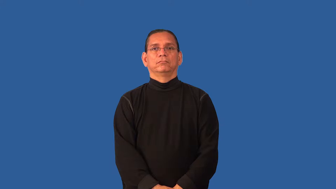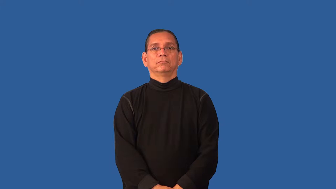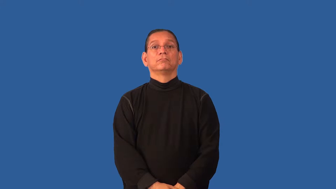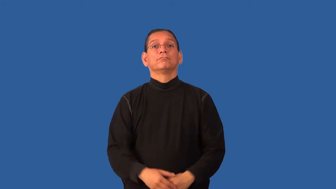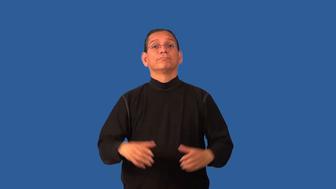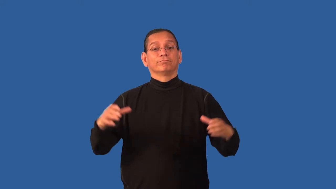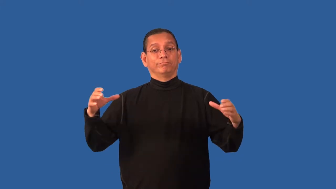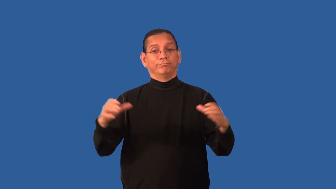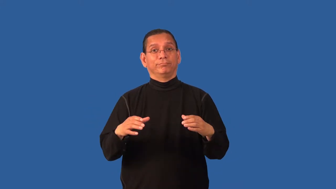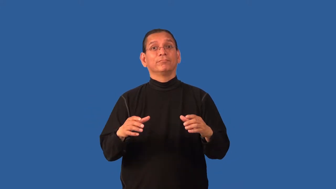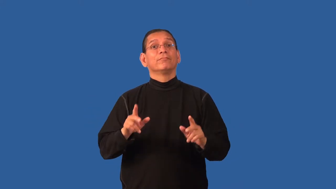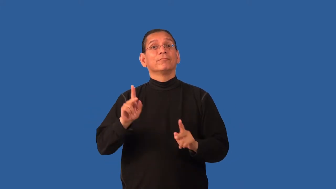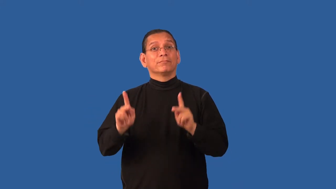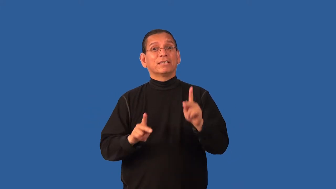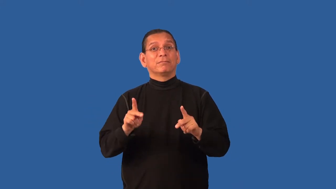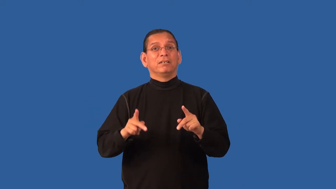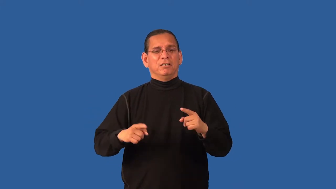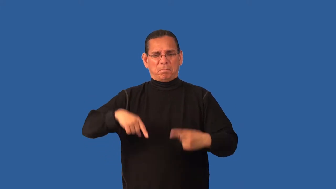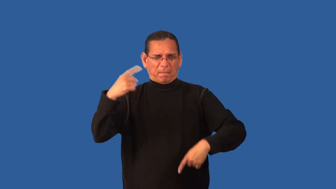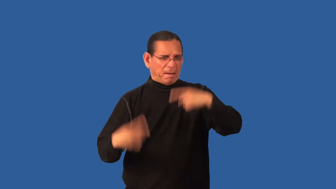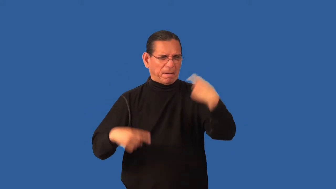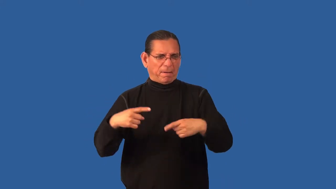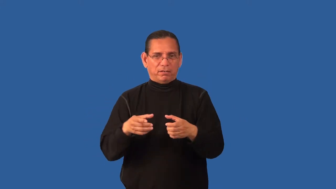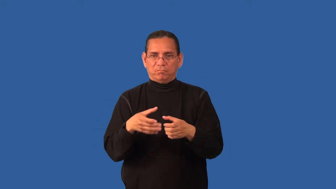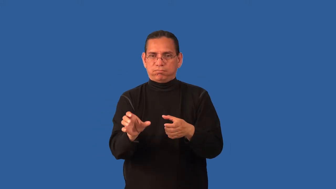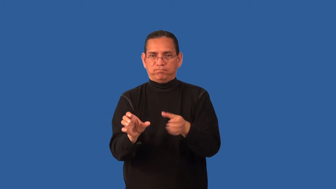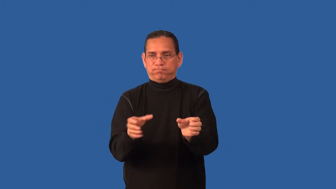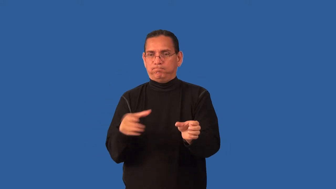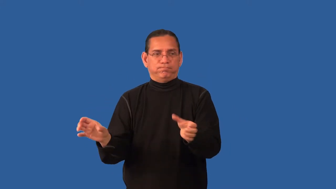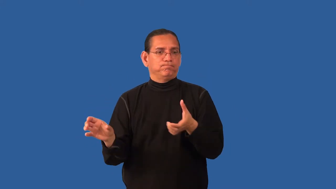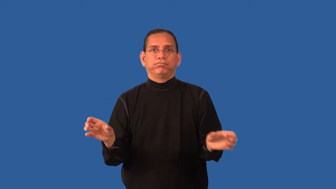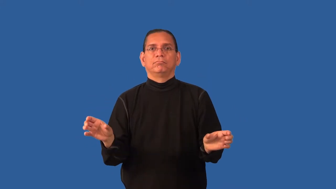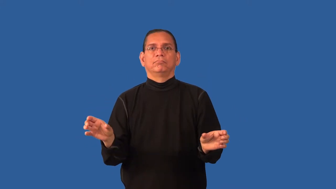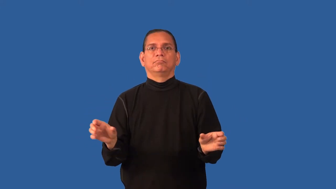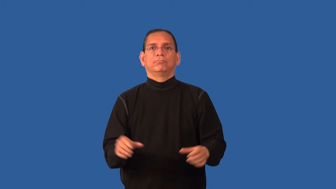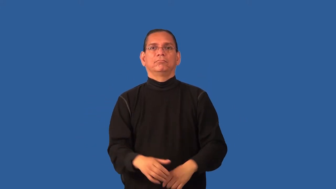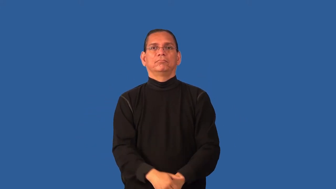divisive